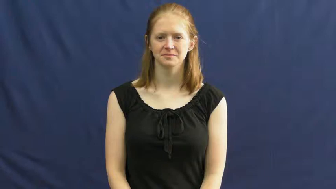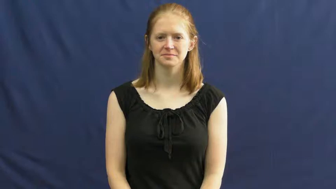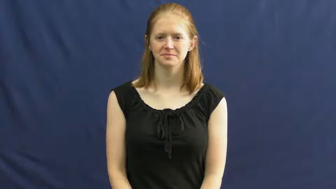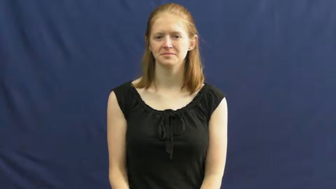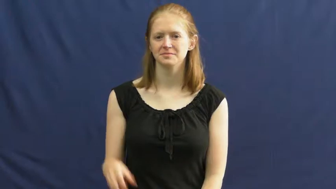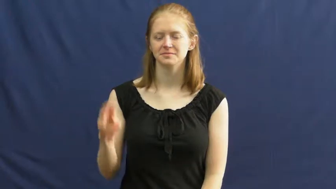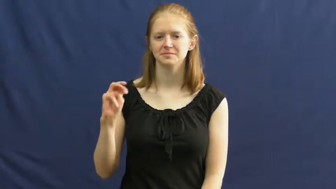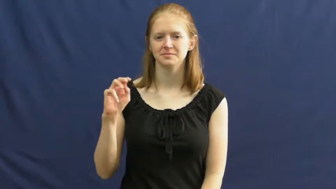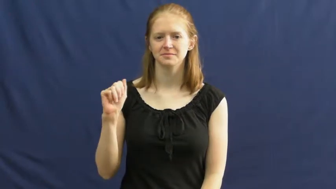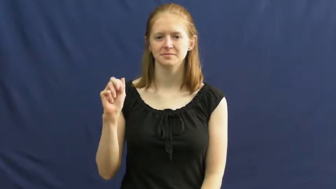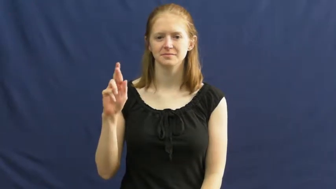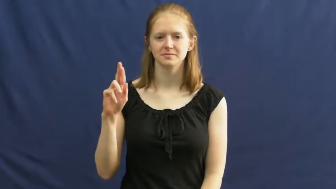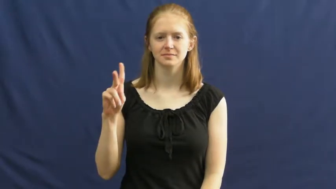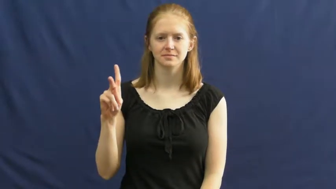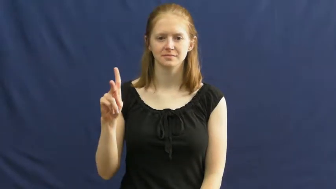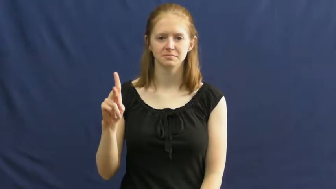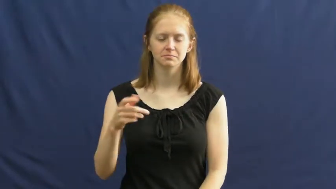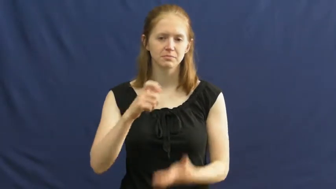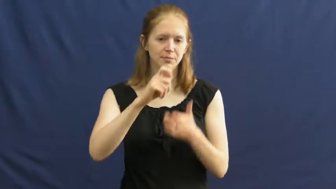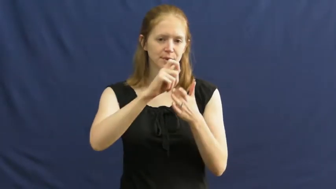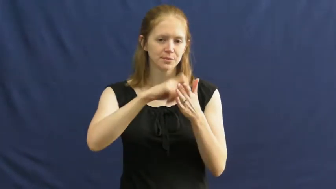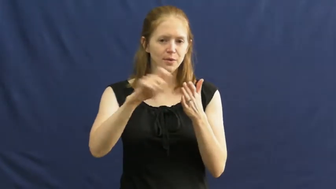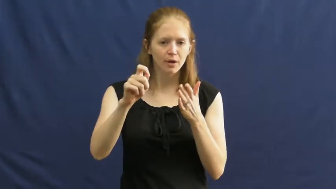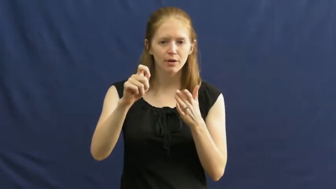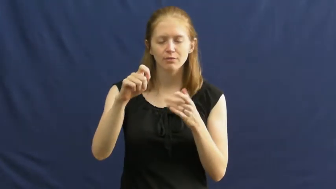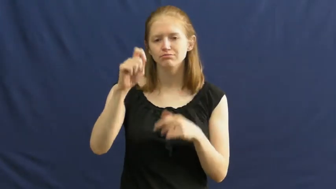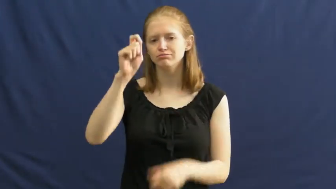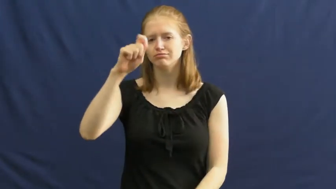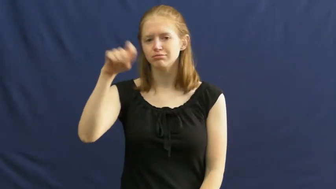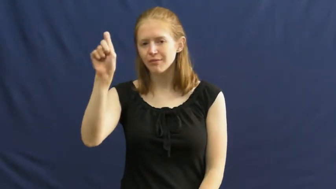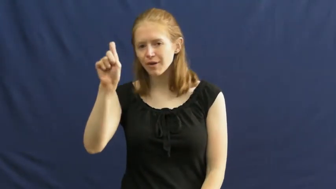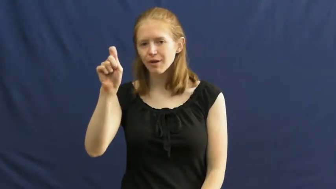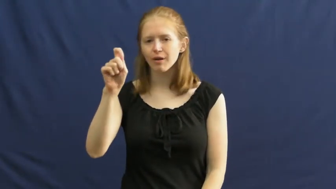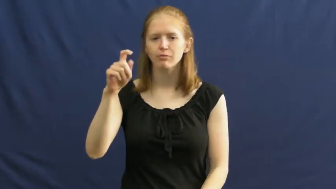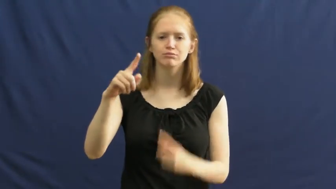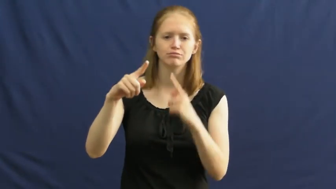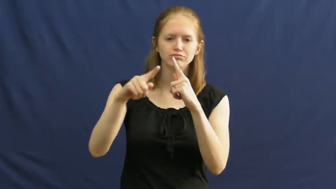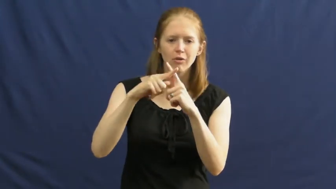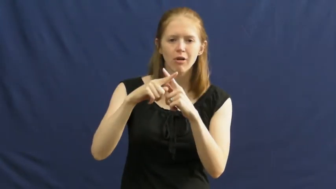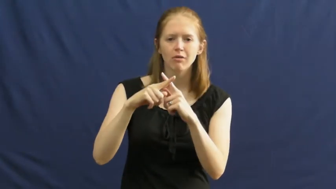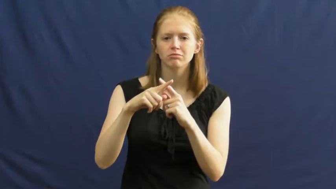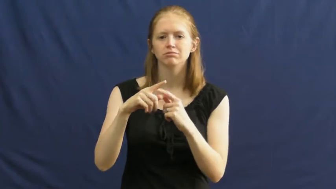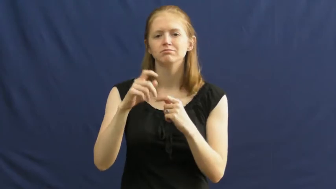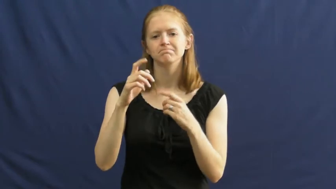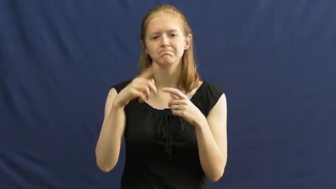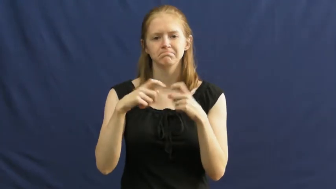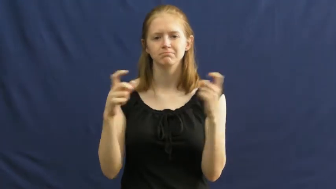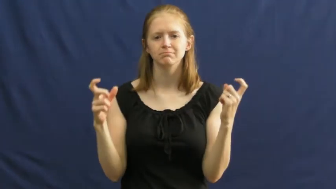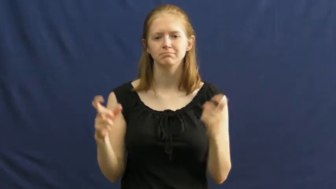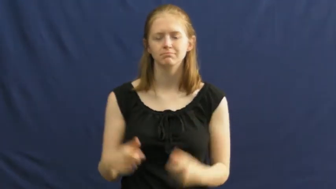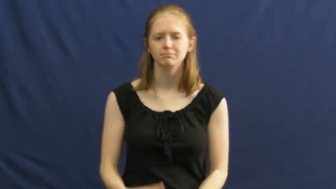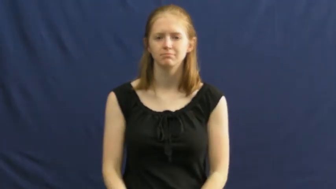mark